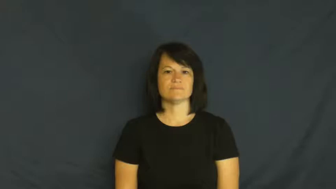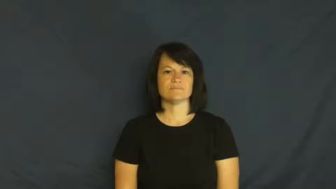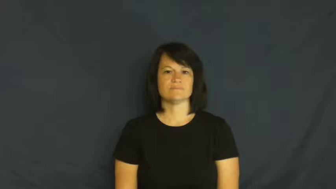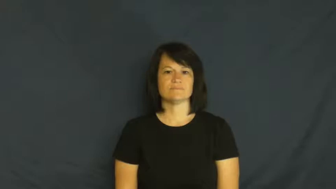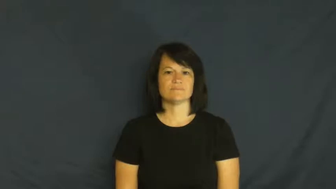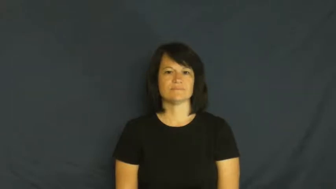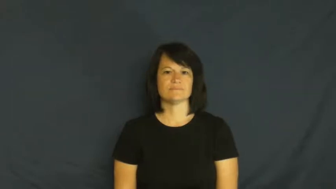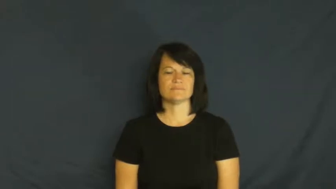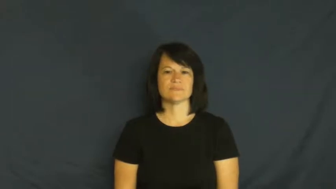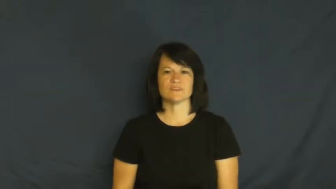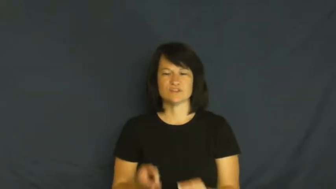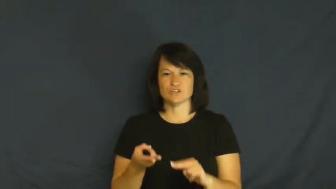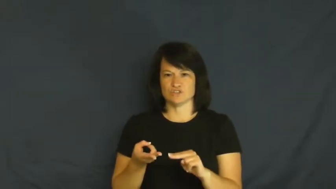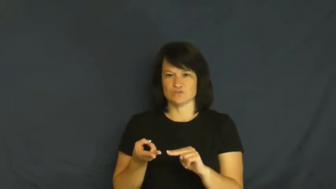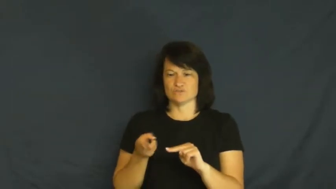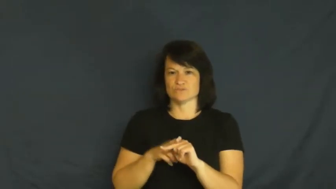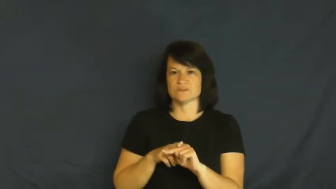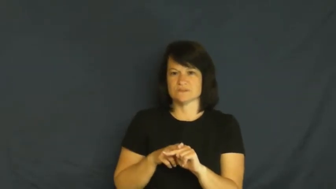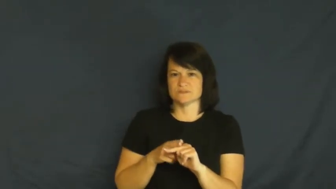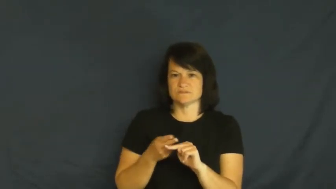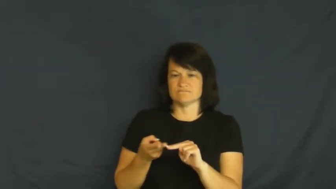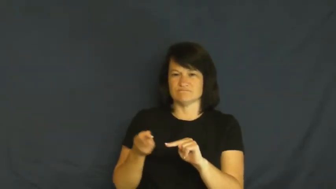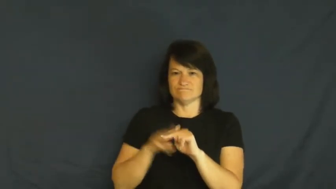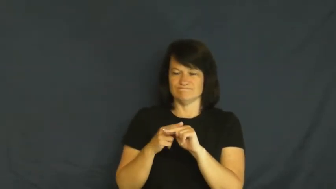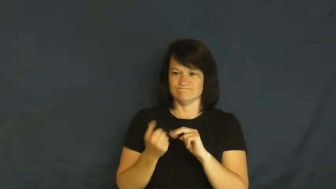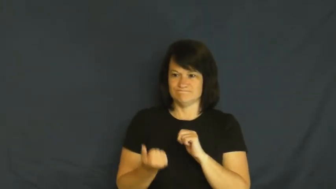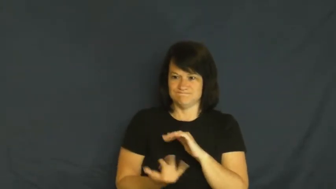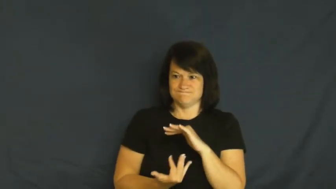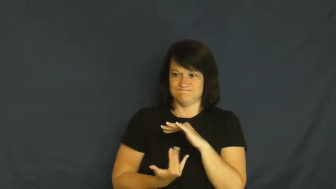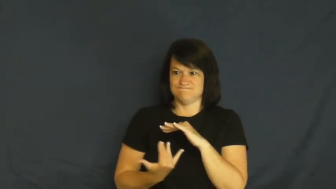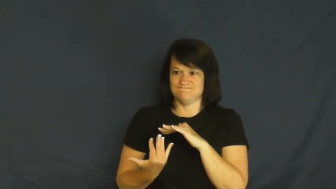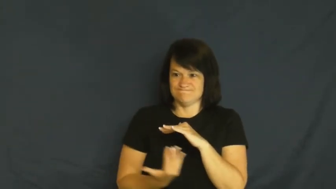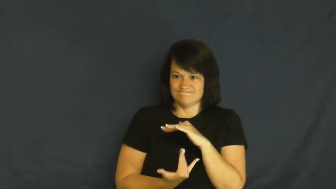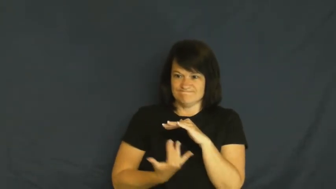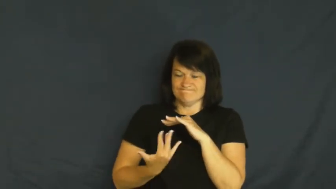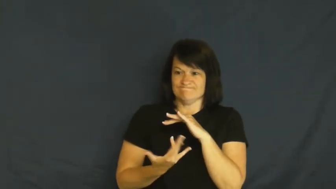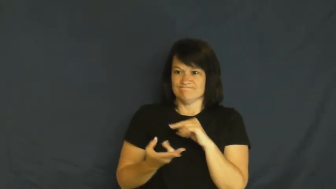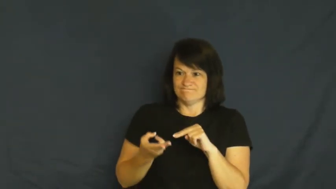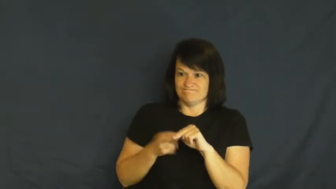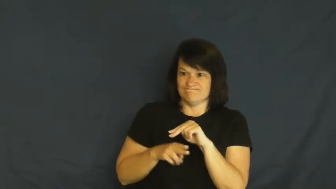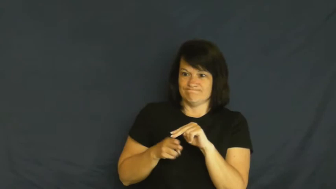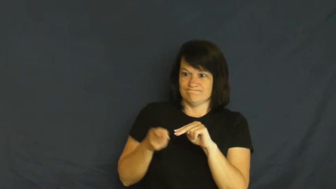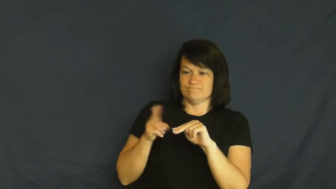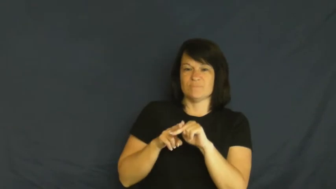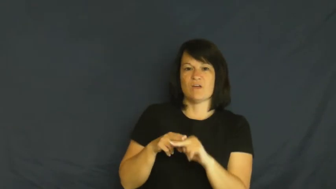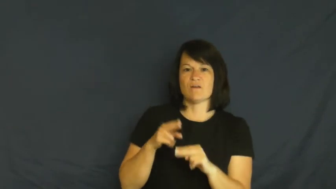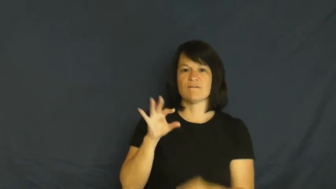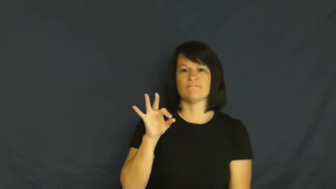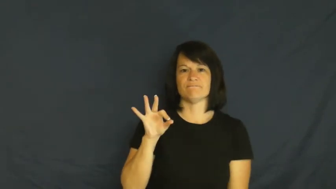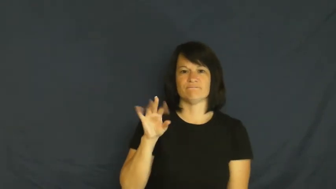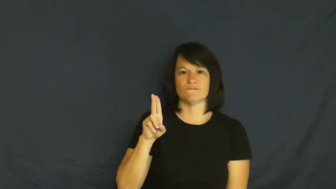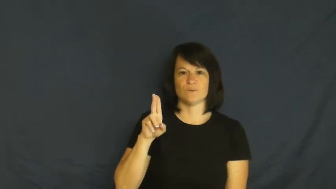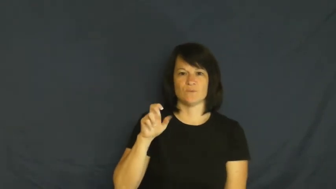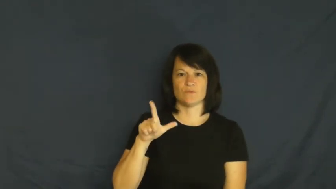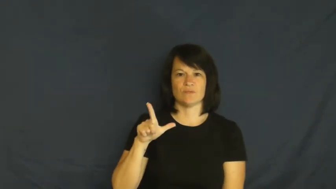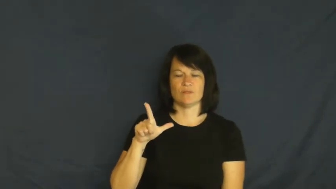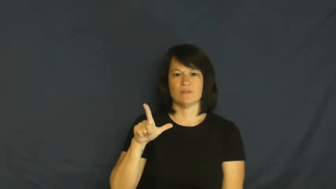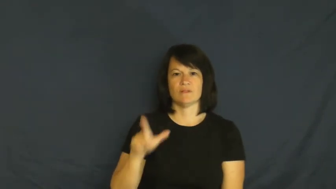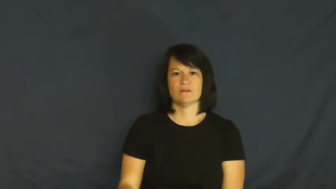fuel-cause to increase